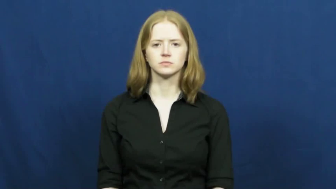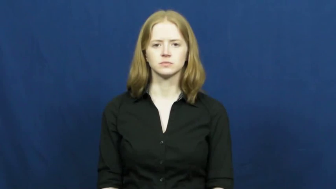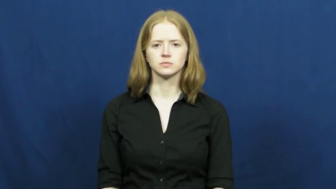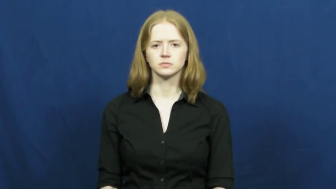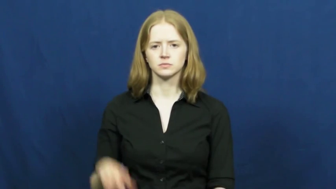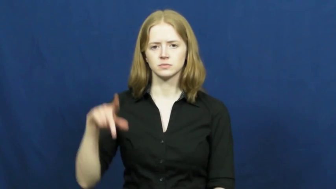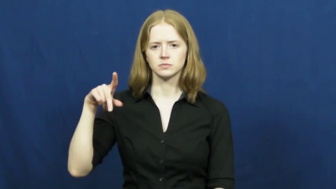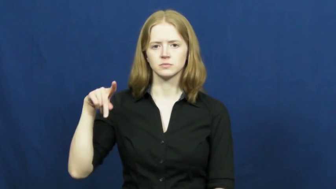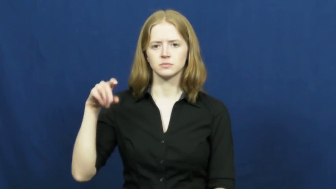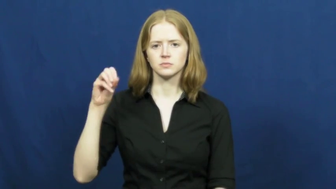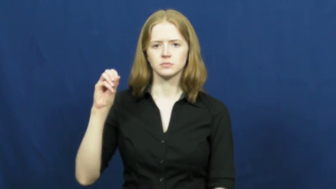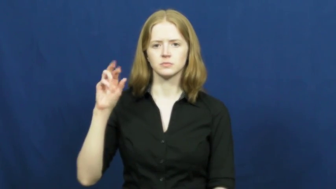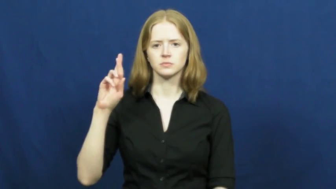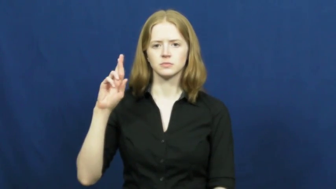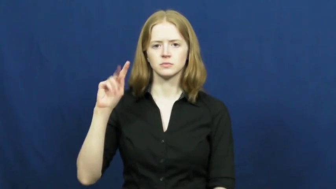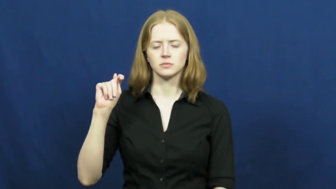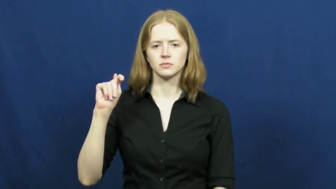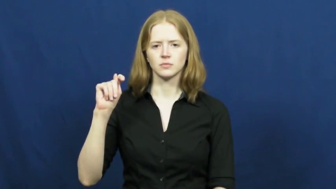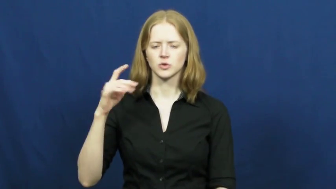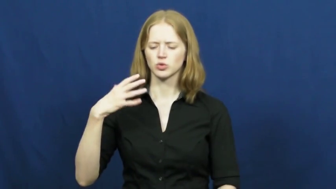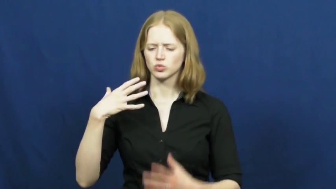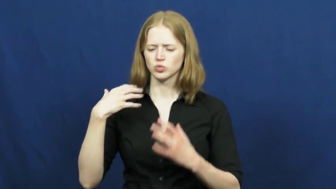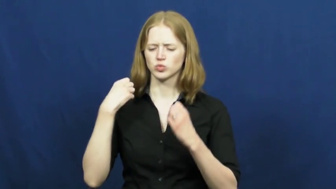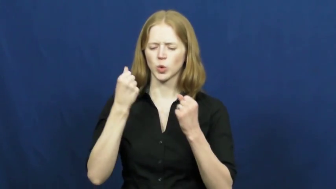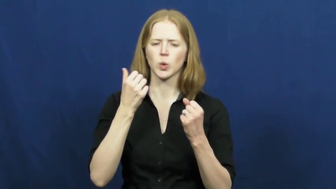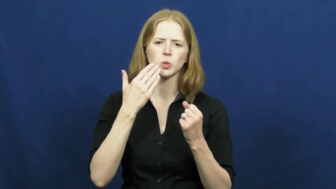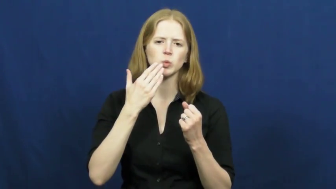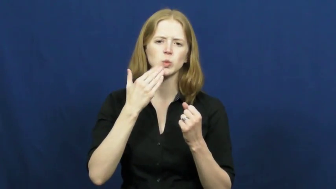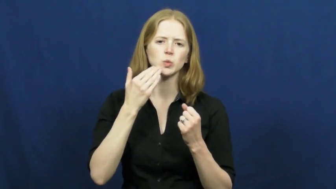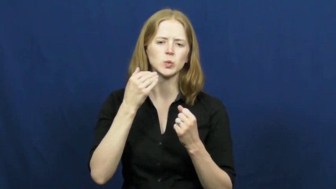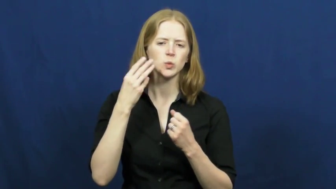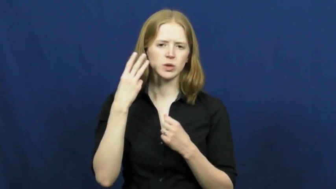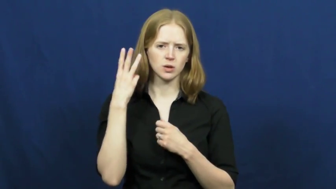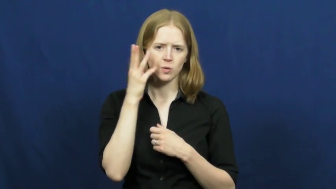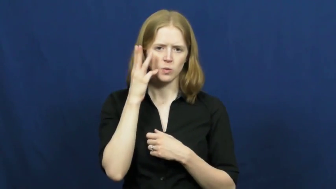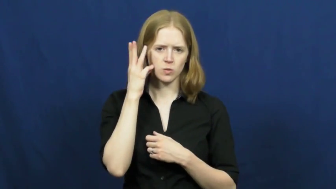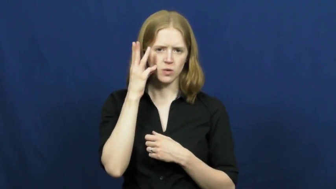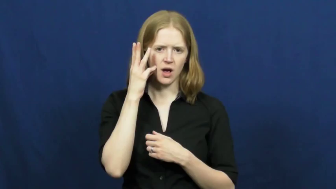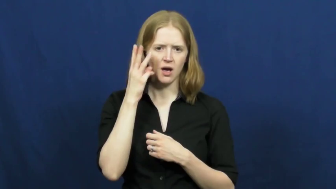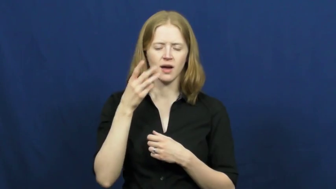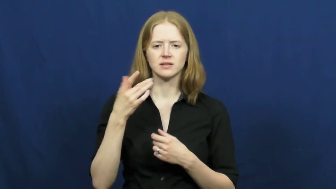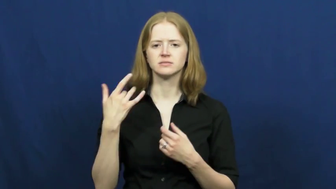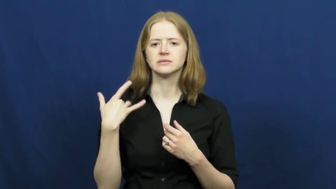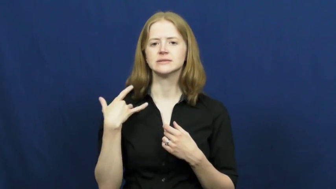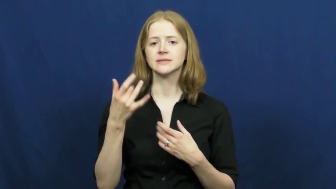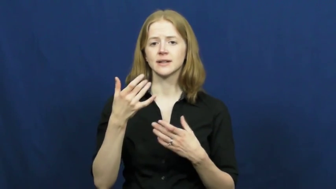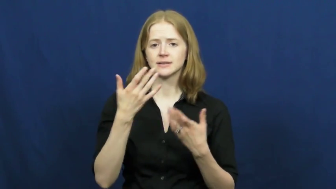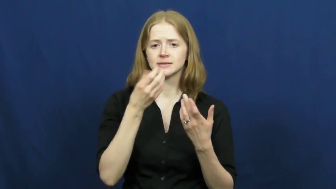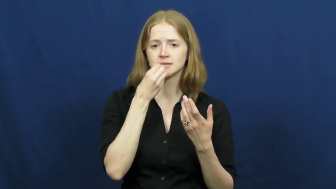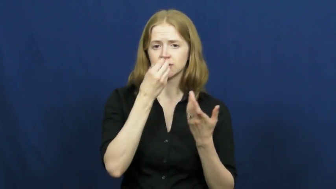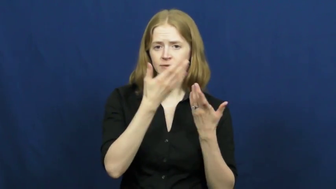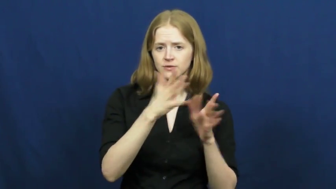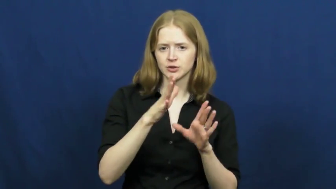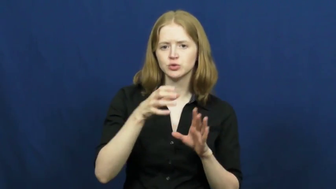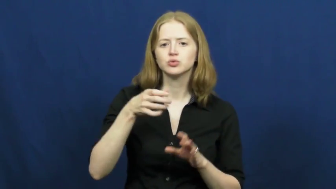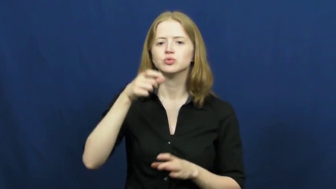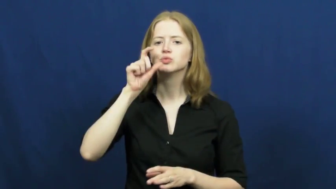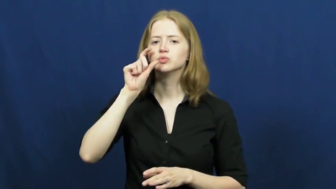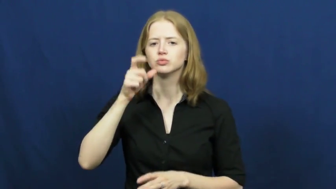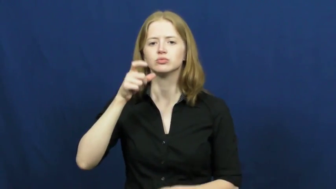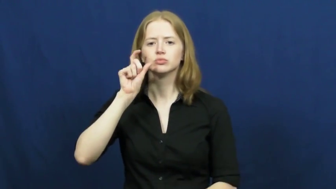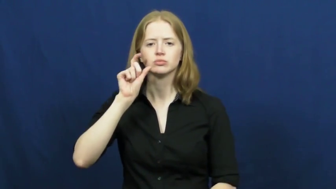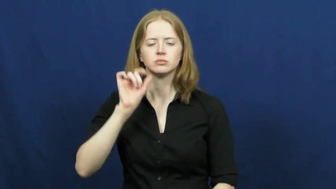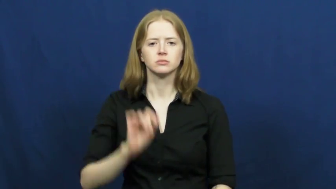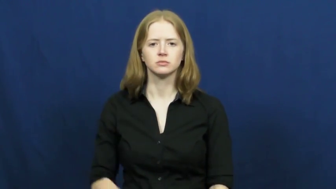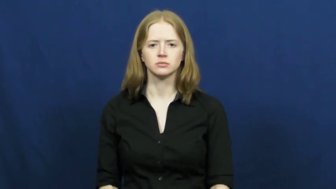port-wine